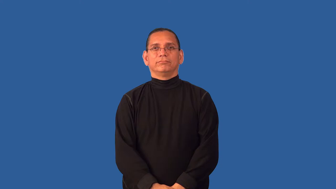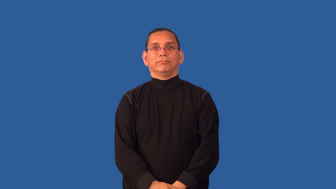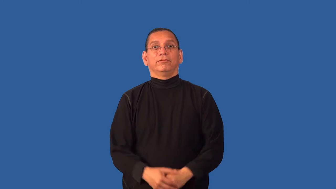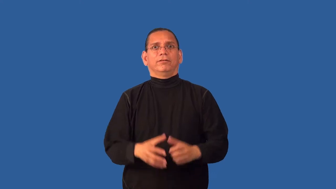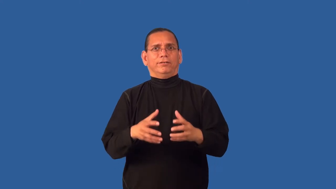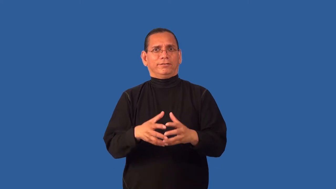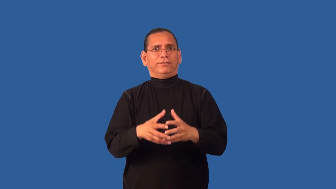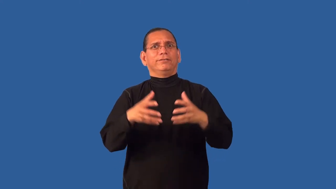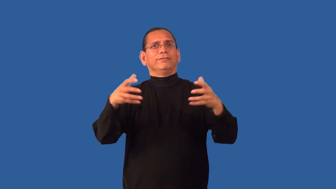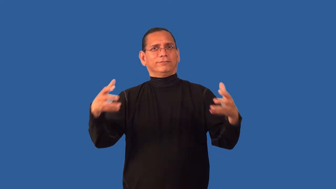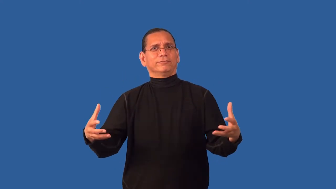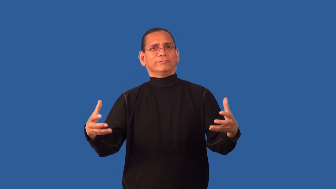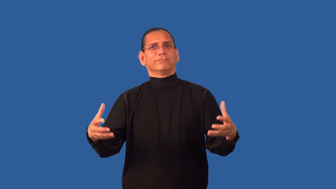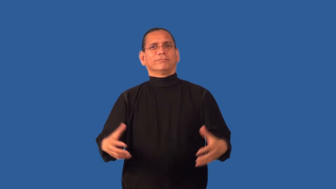dearly-much